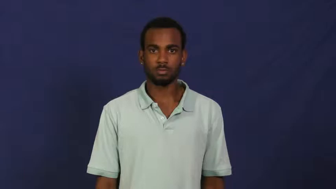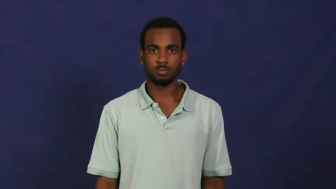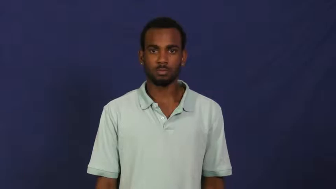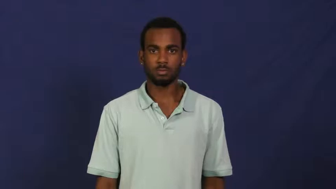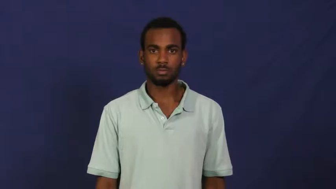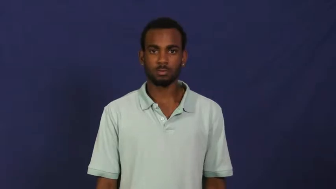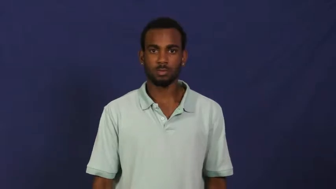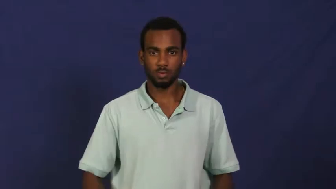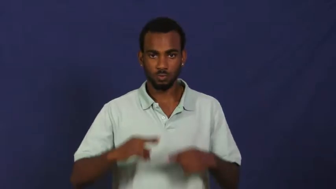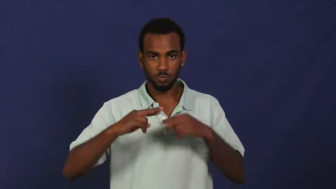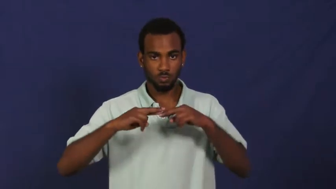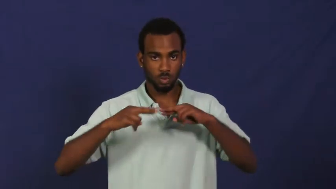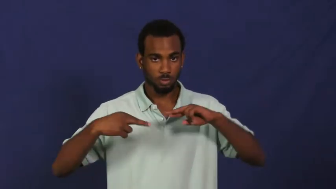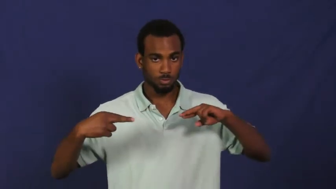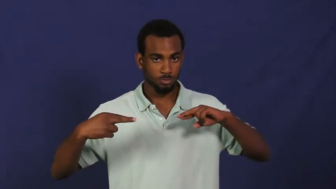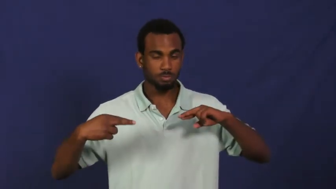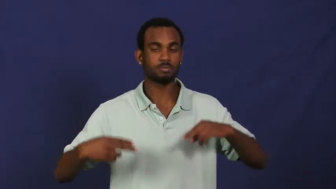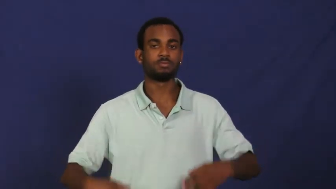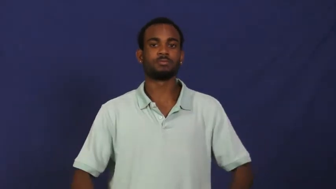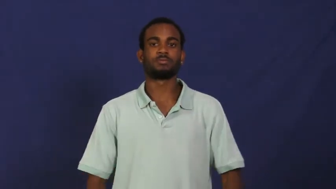rope,line-noun